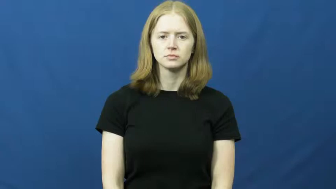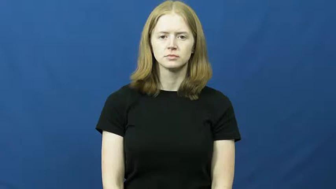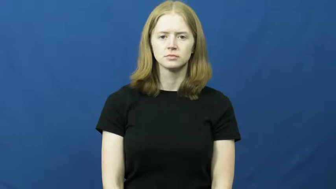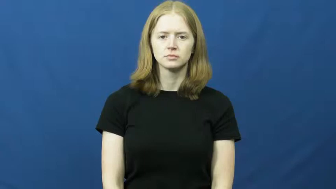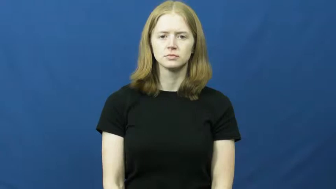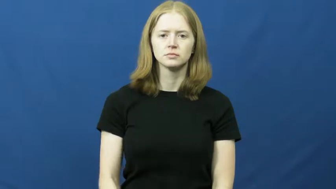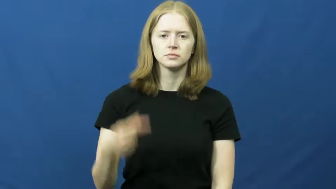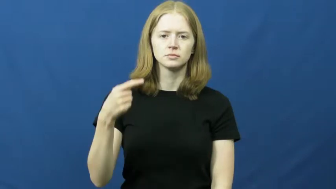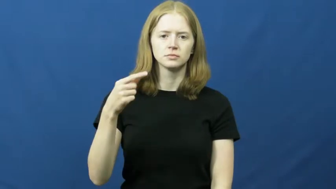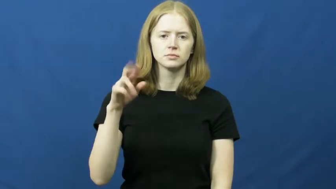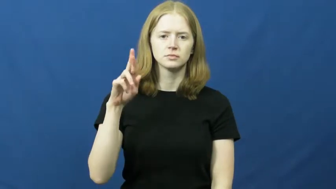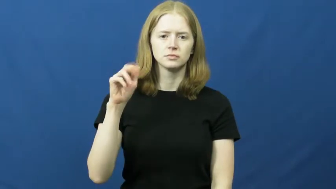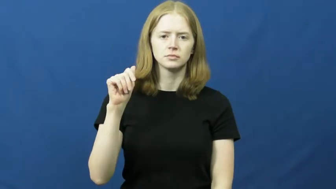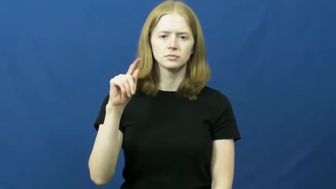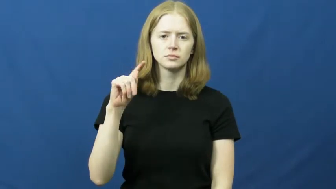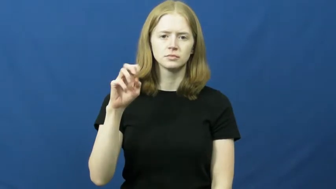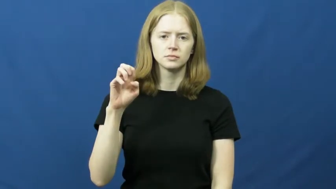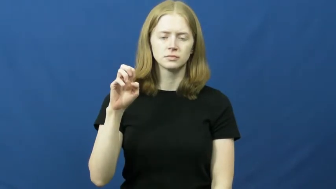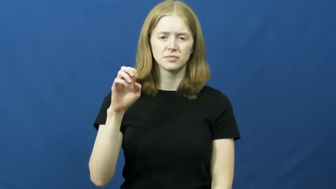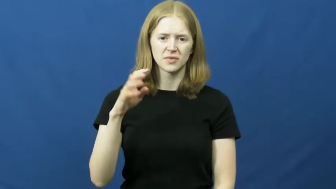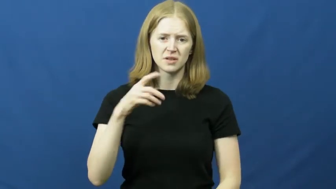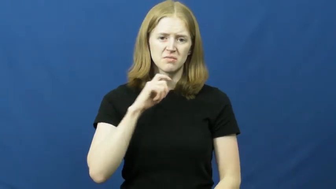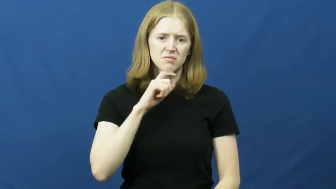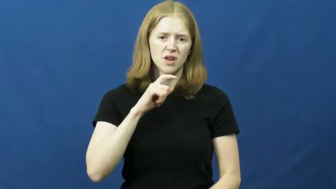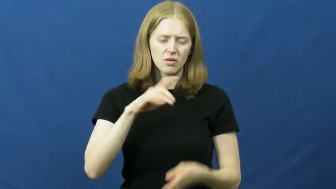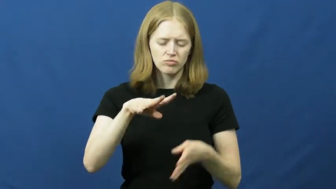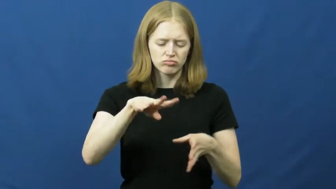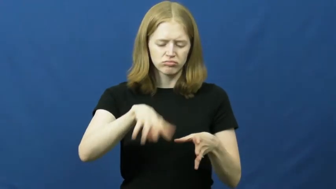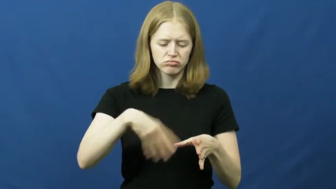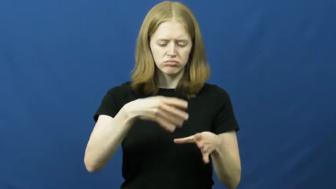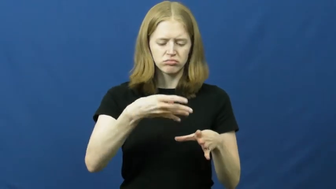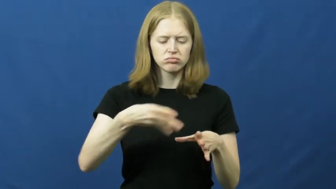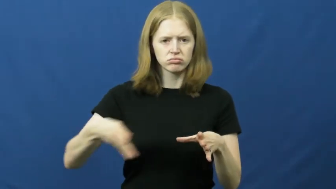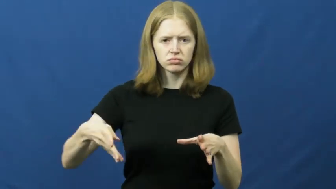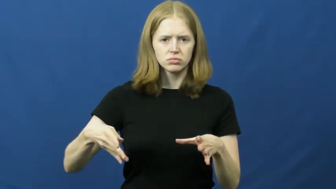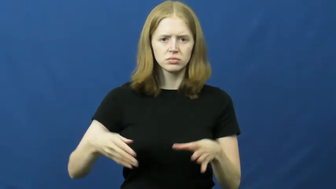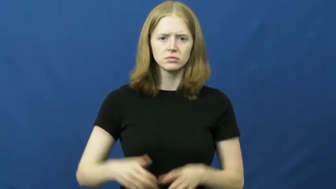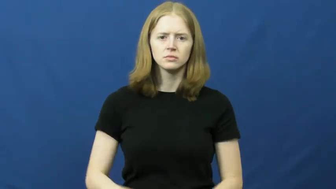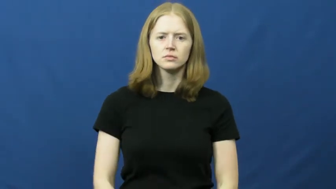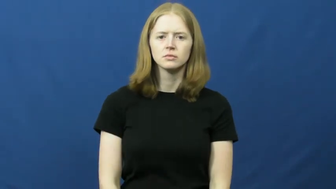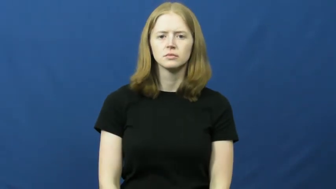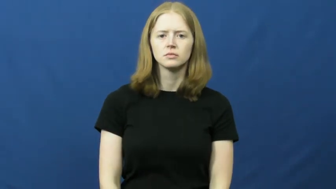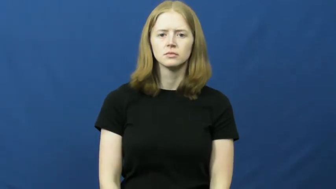grate-metal